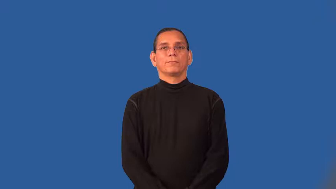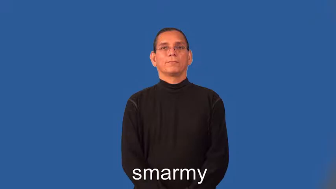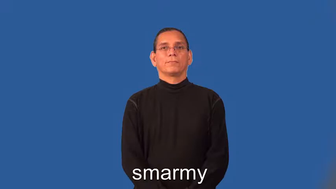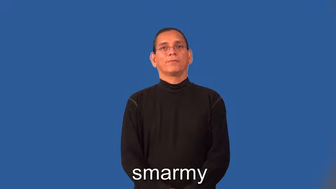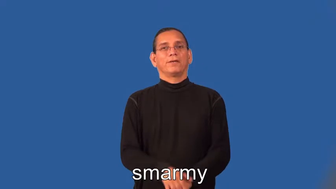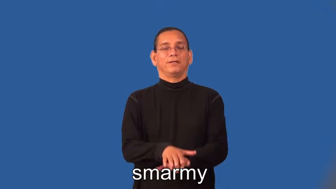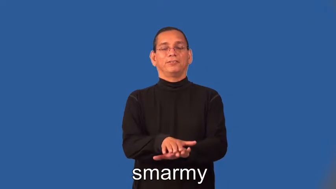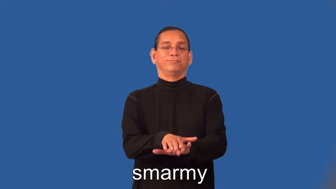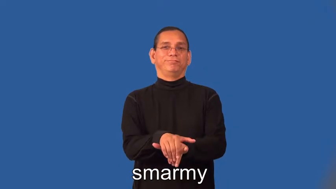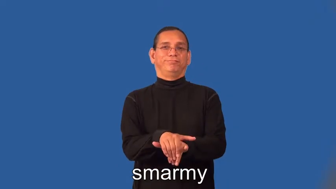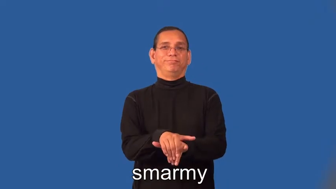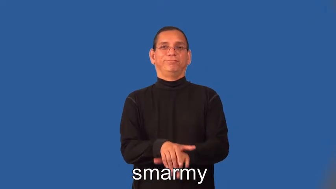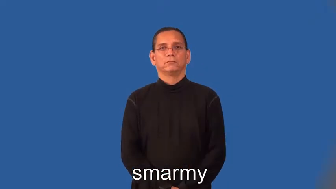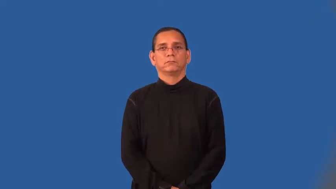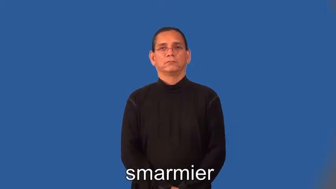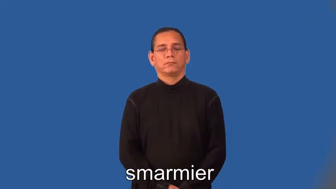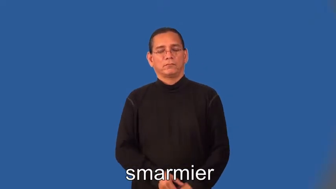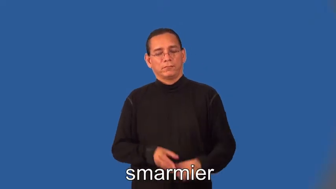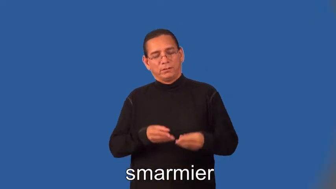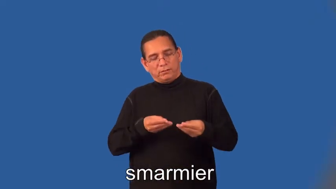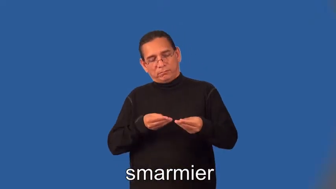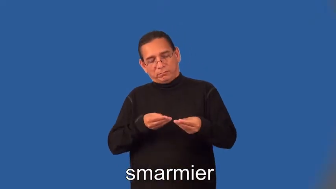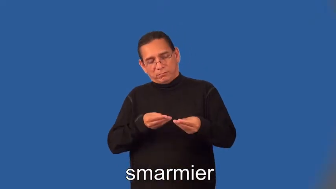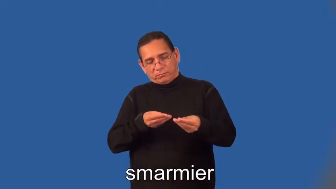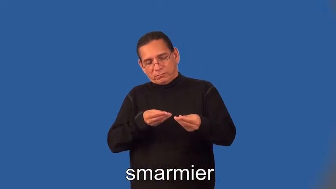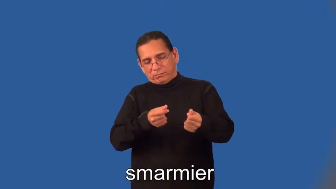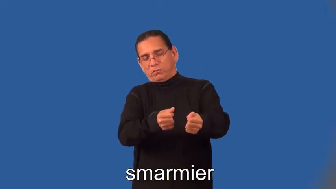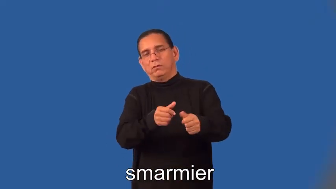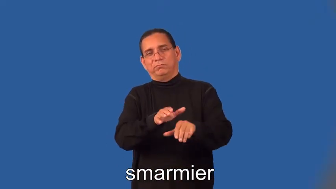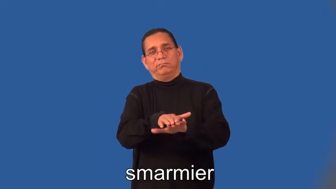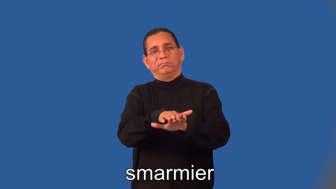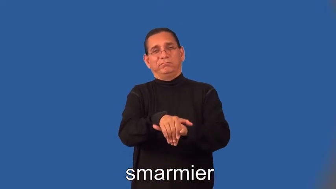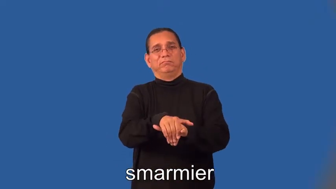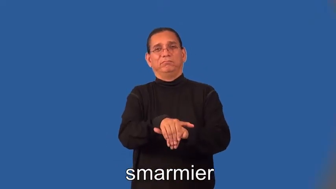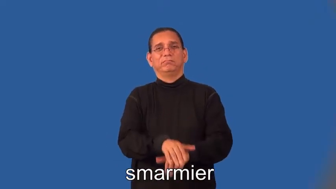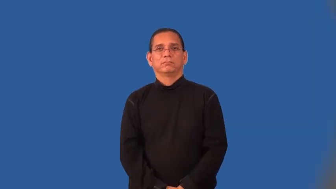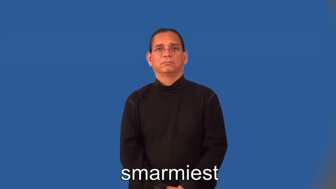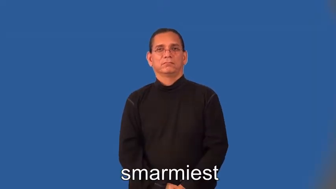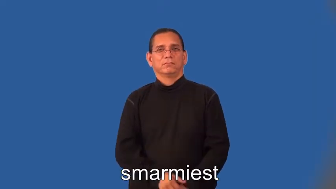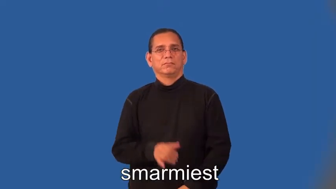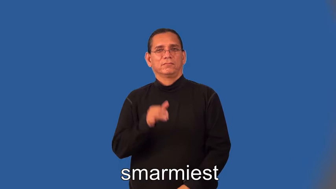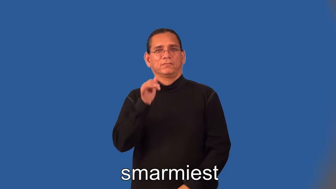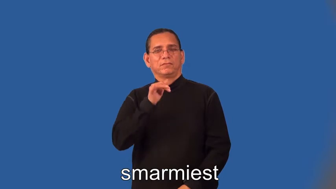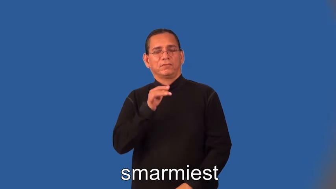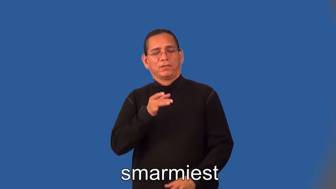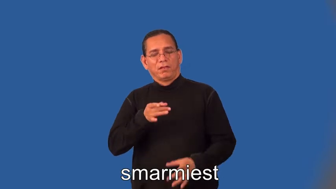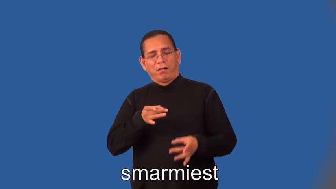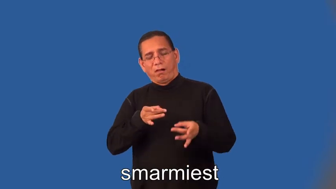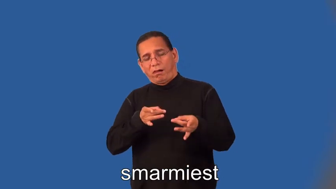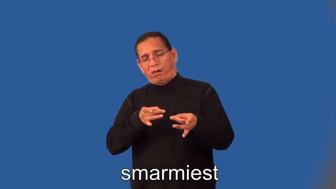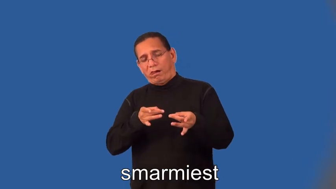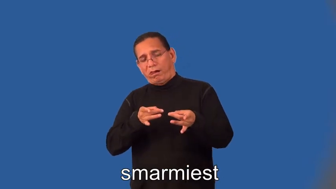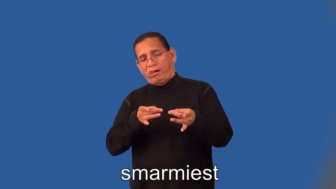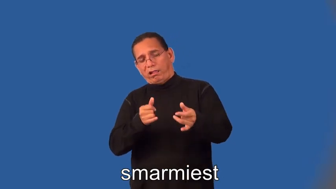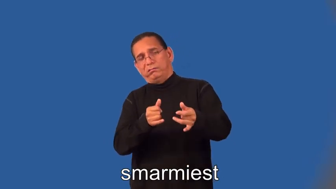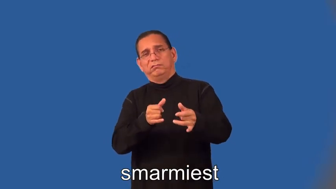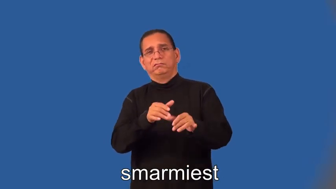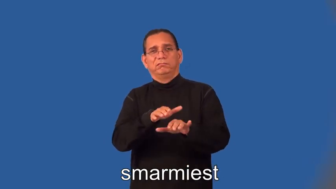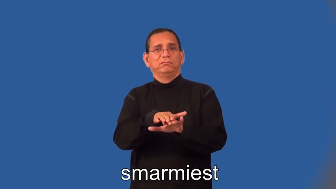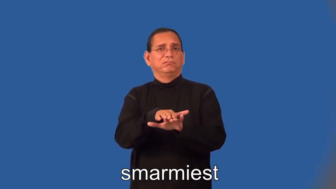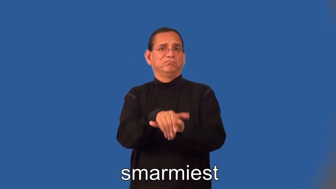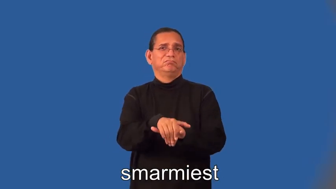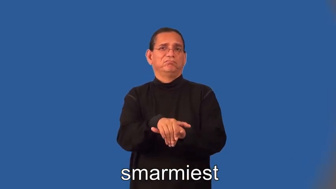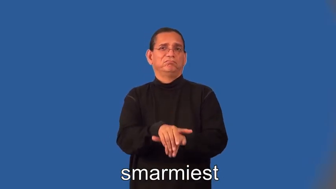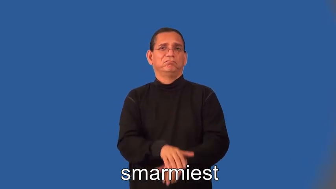smarmier,smarmiest